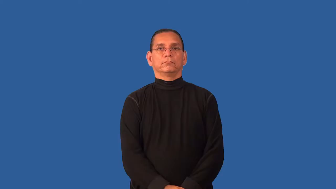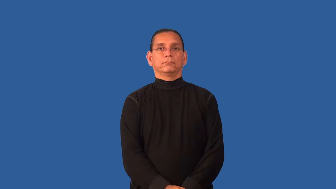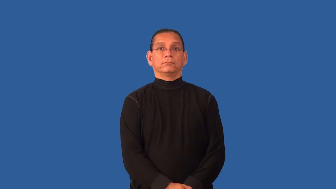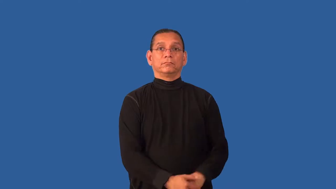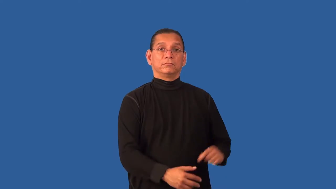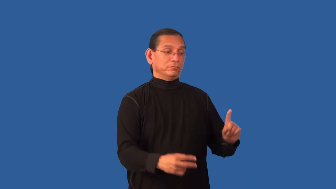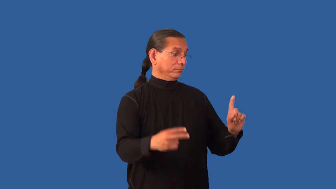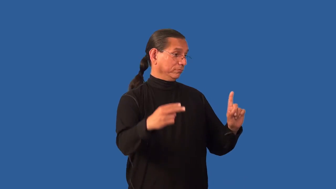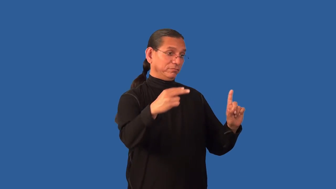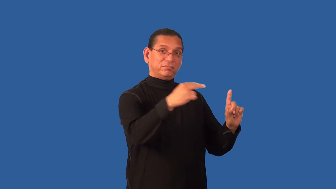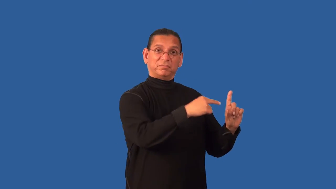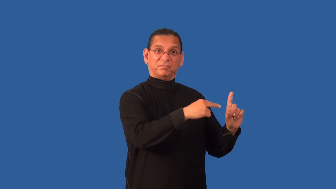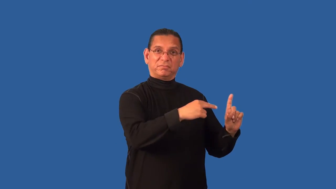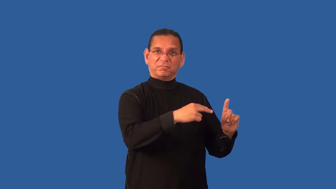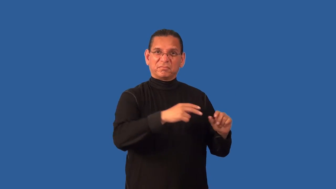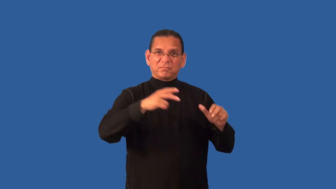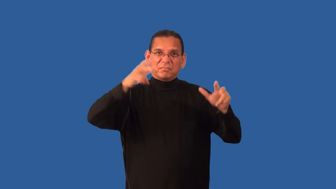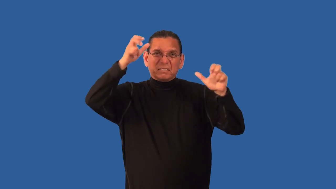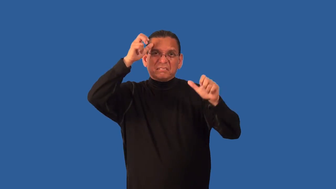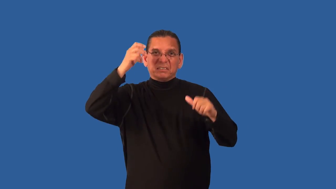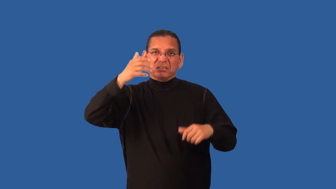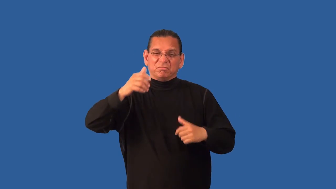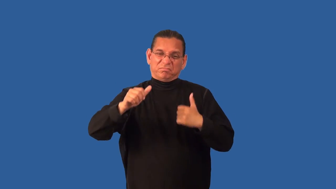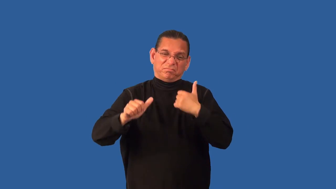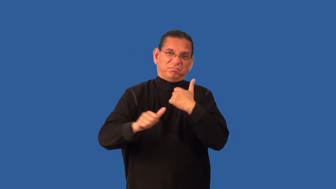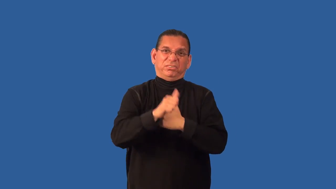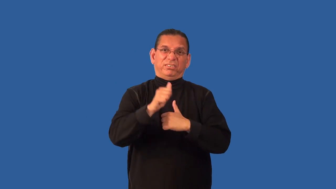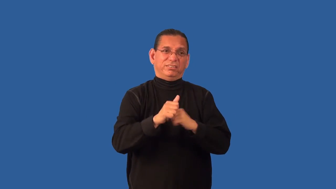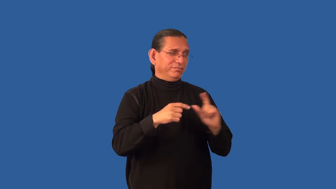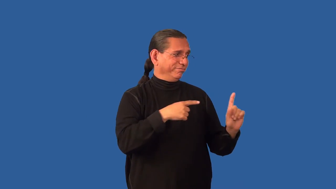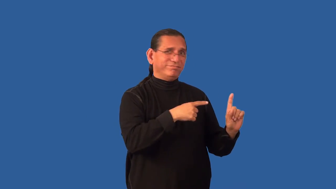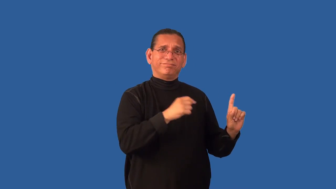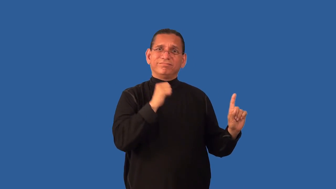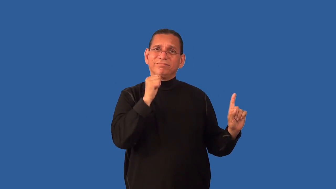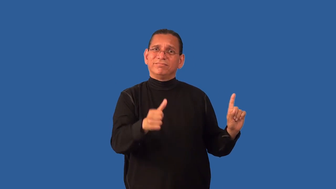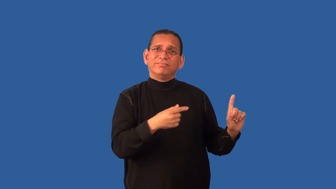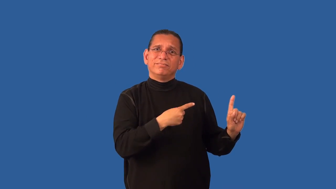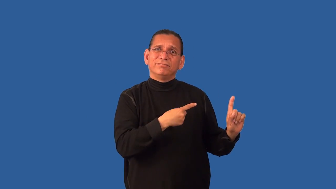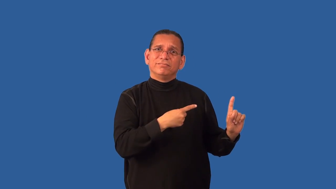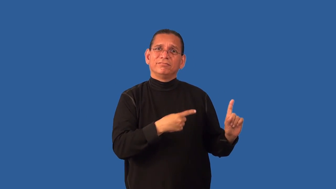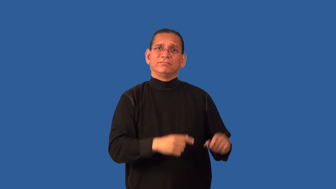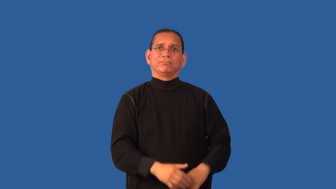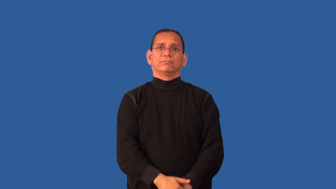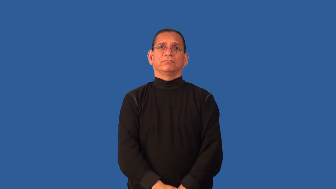demonize